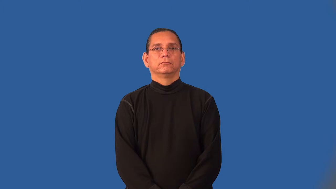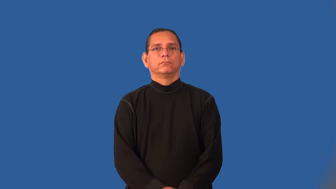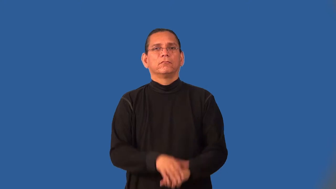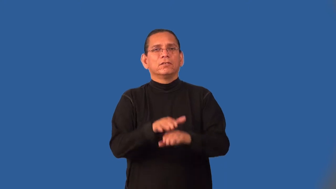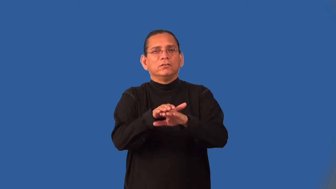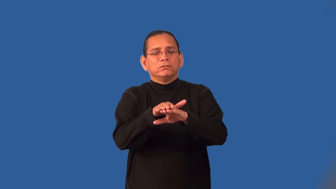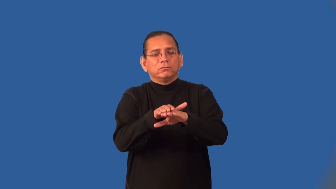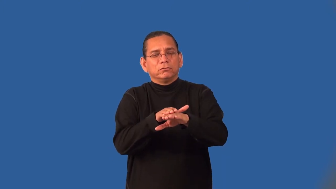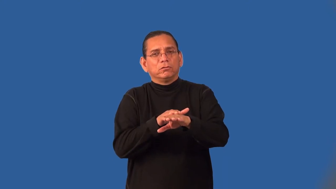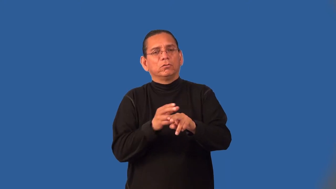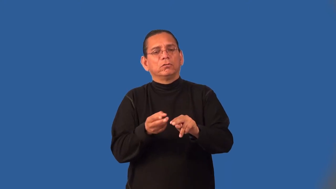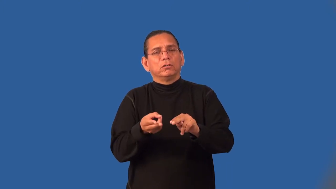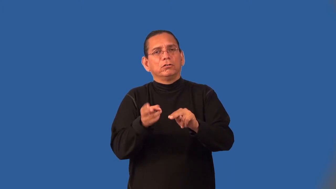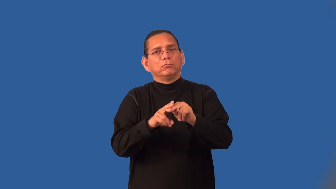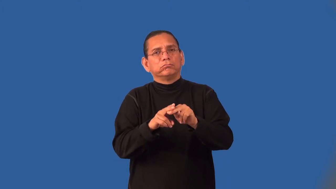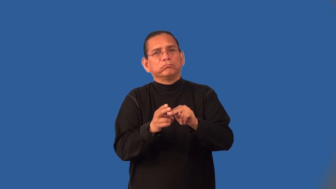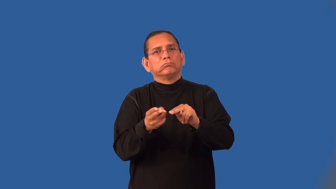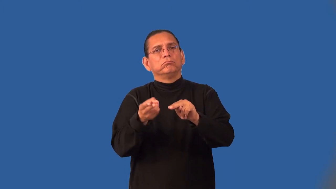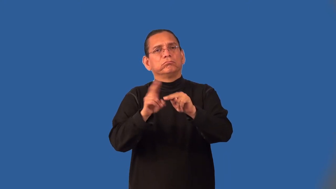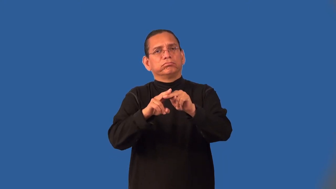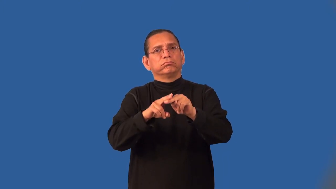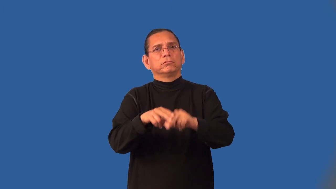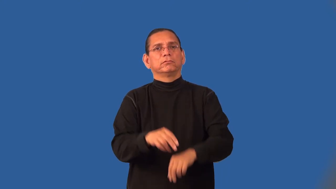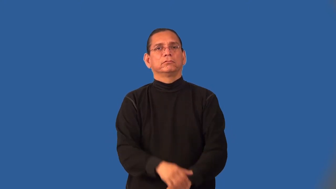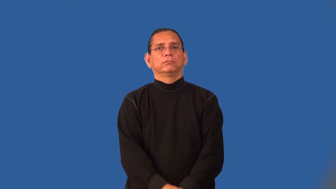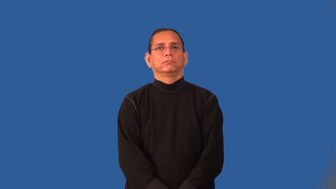incremental